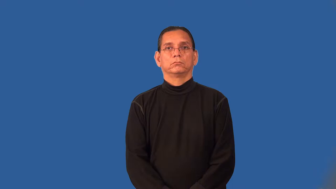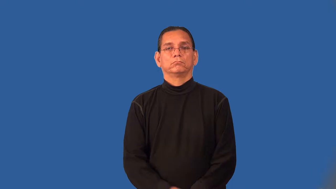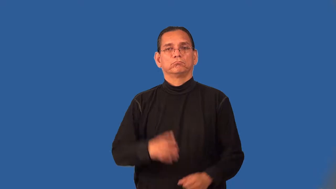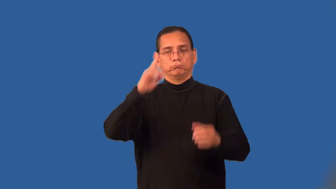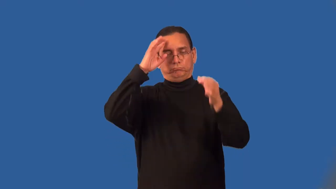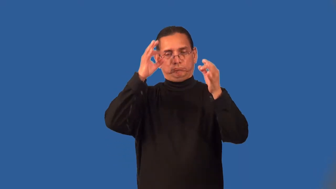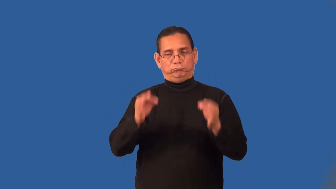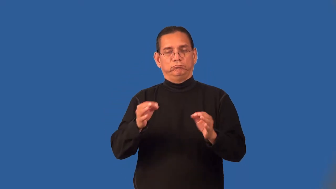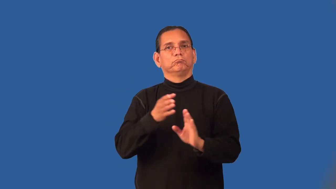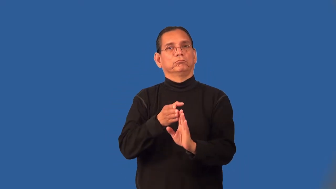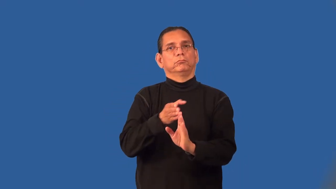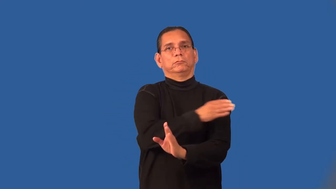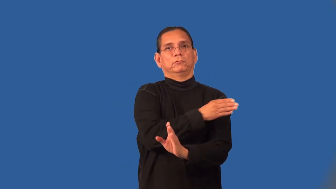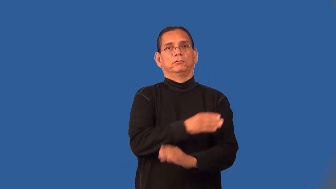predetermine